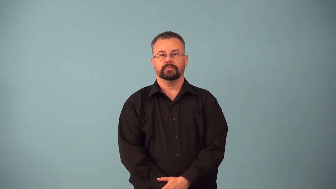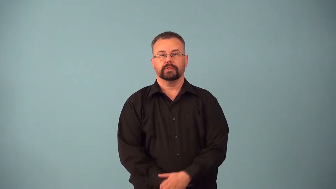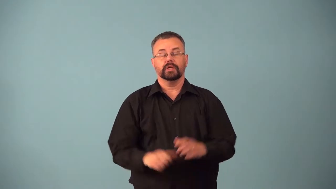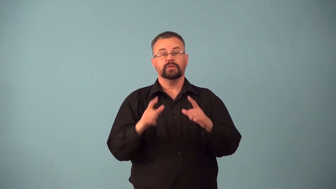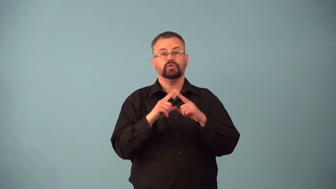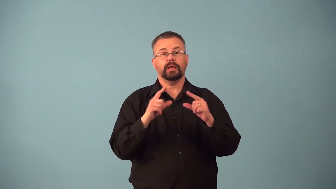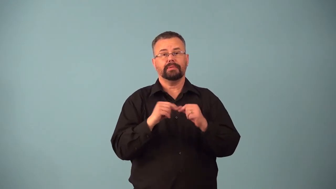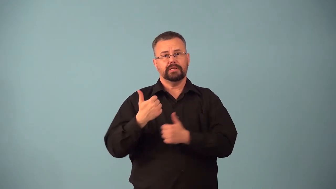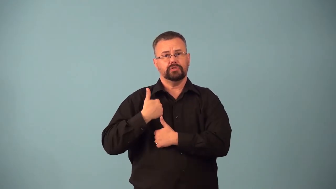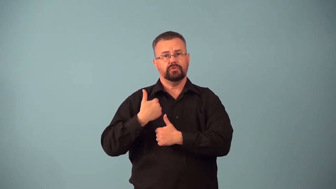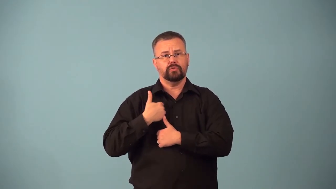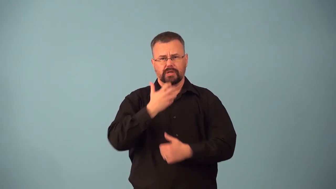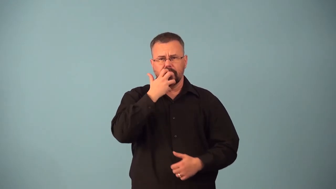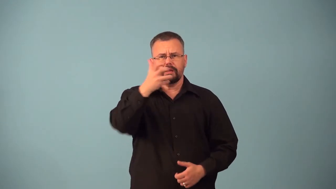banzai